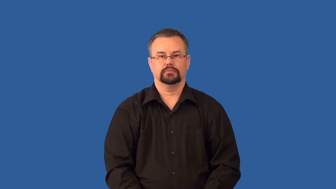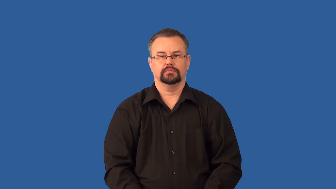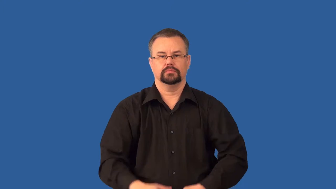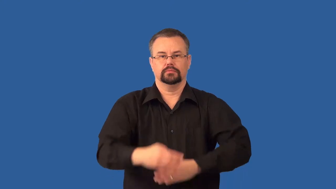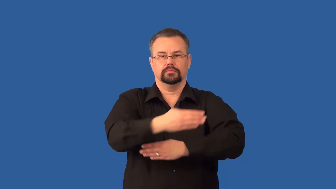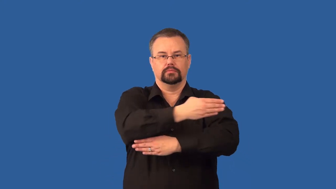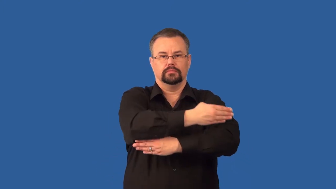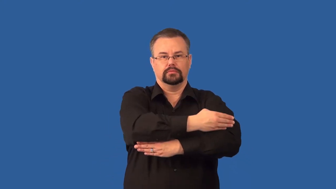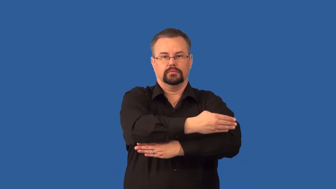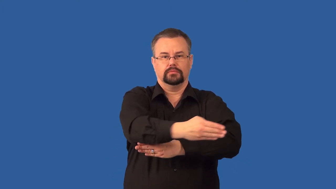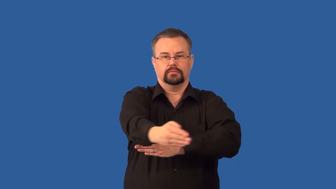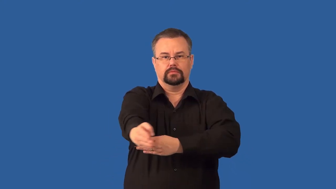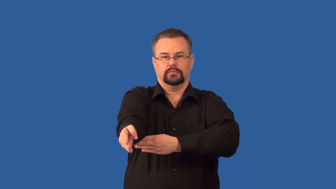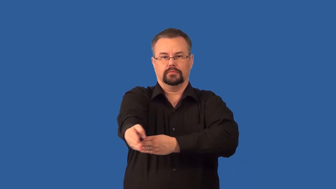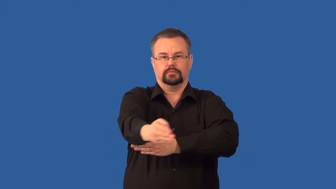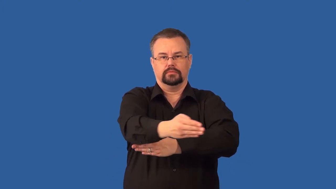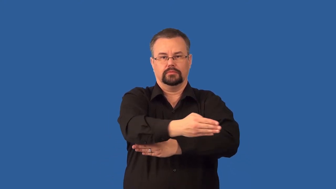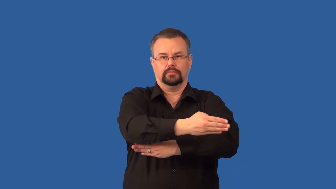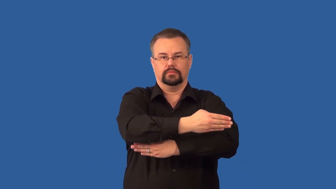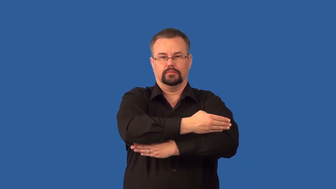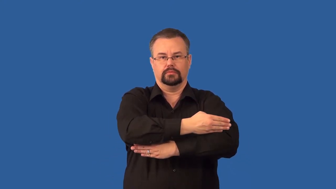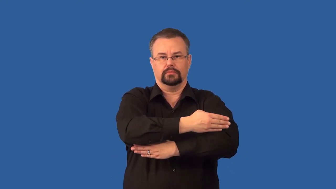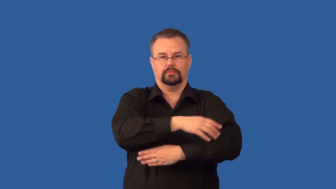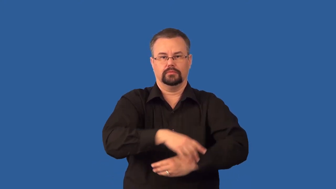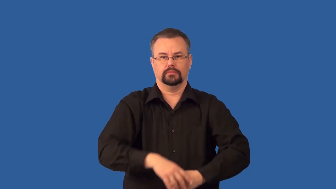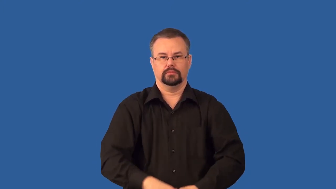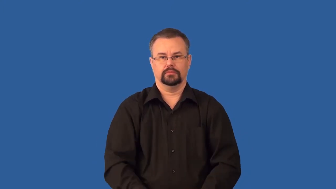lever